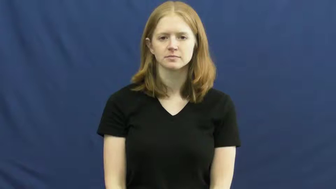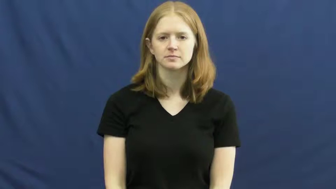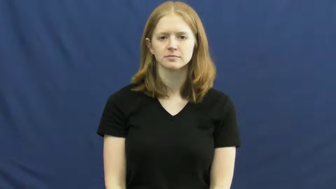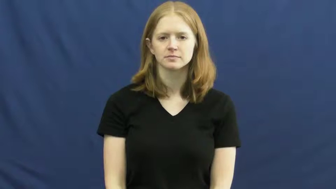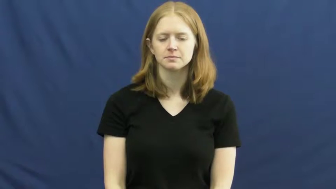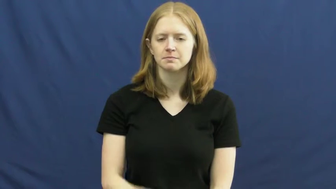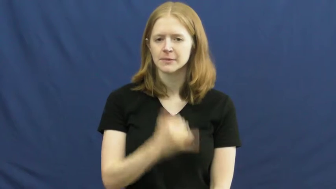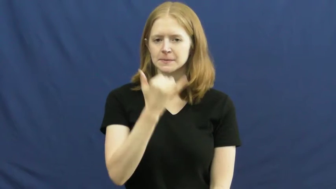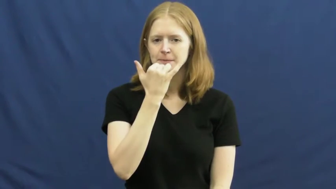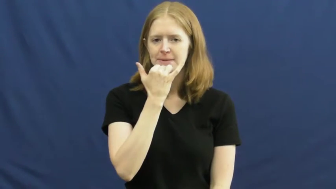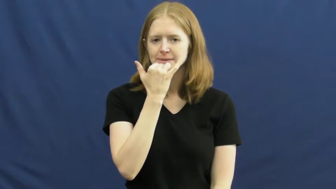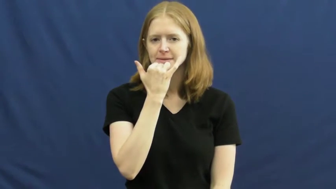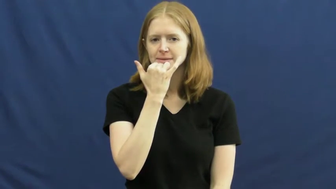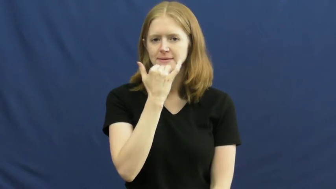mistake,goof,incorrect,blunder,gaff,fault,lulu,bloomer,boob